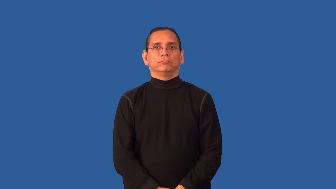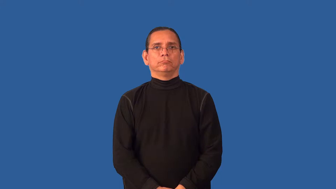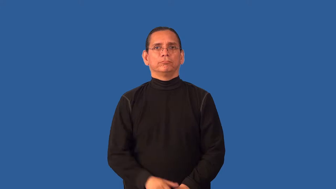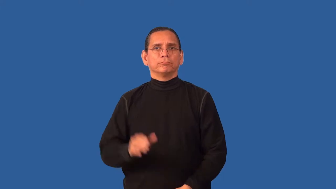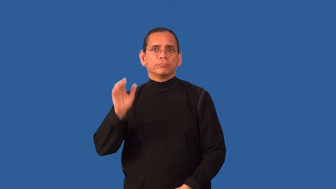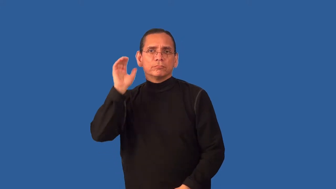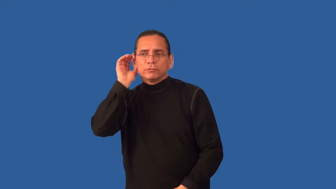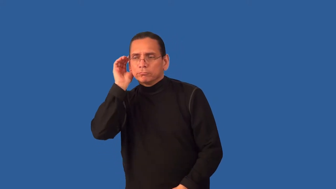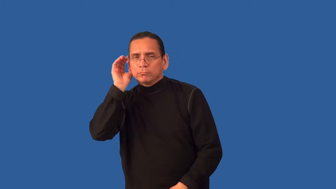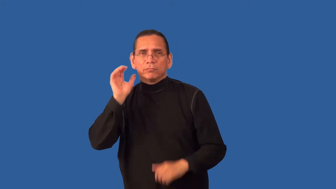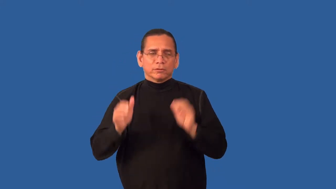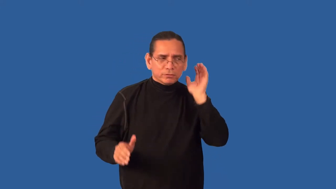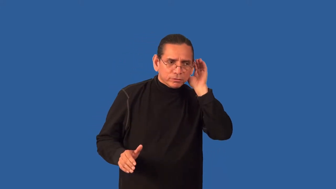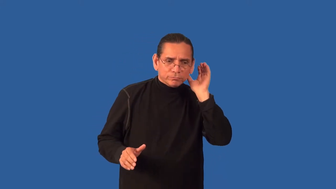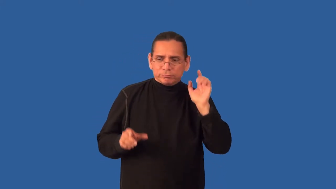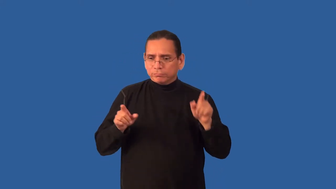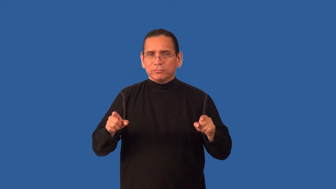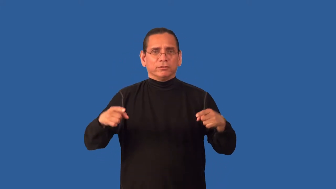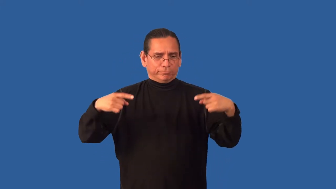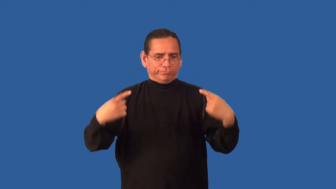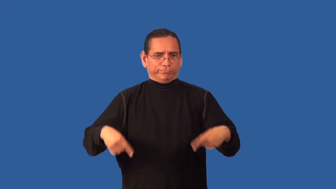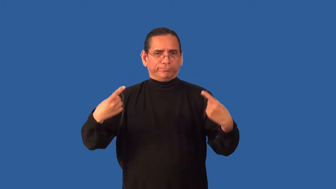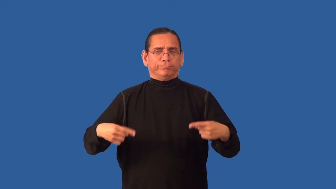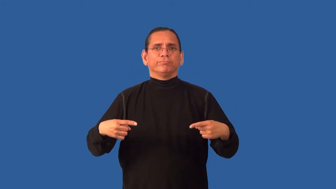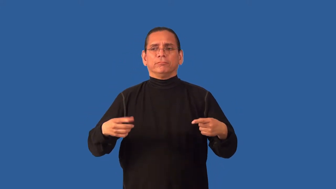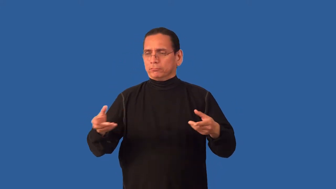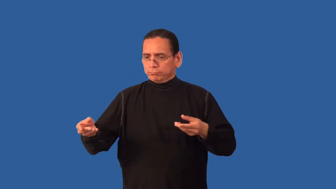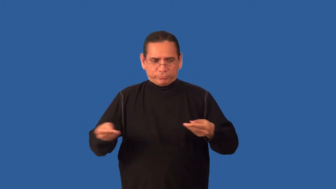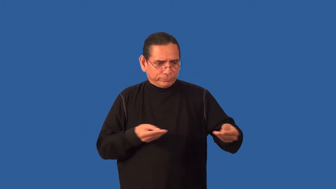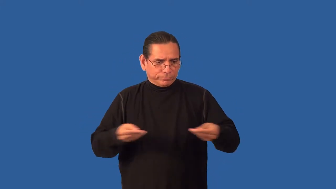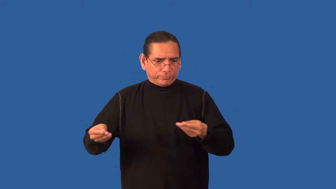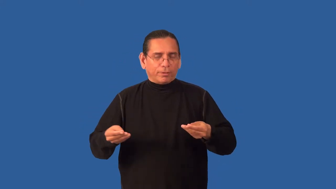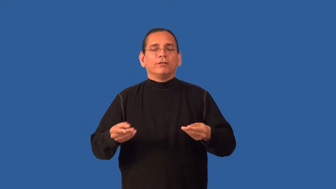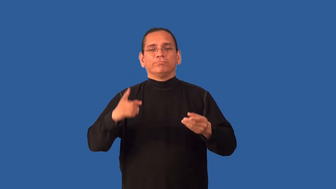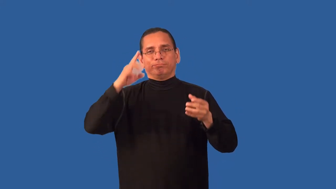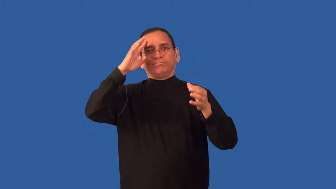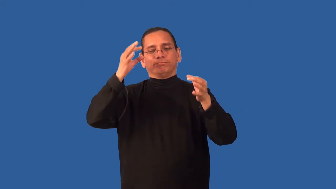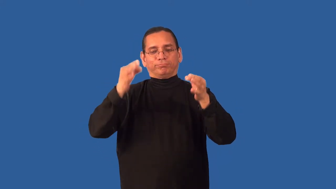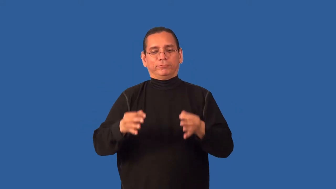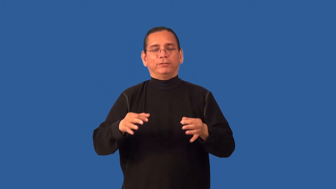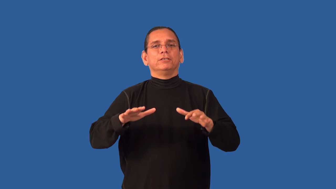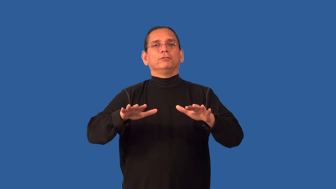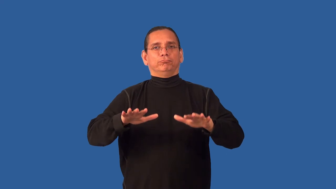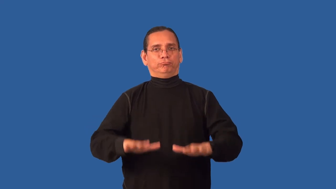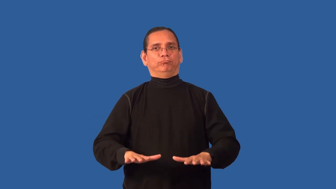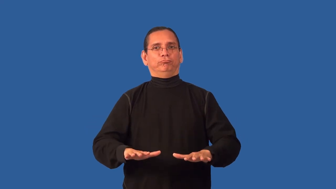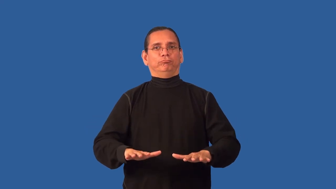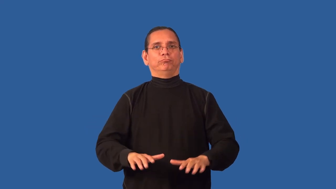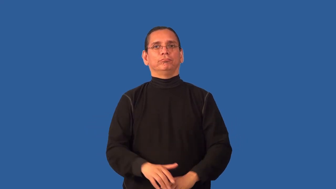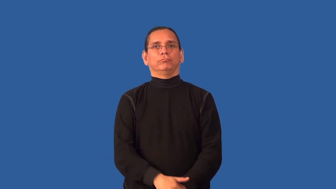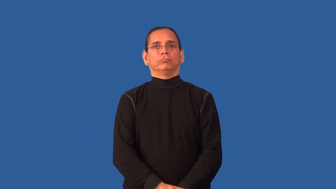arbitrate